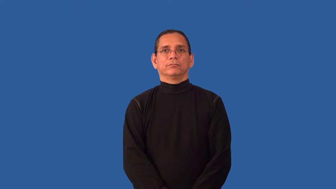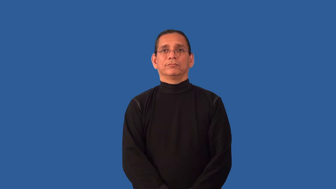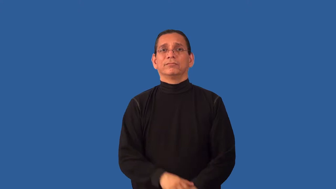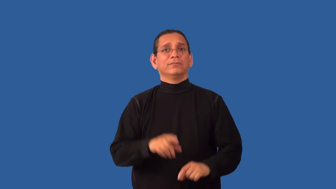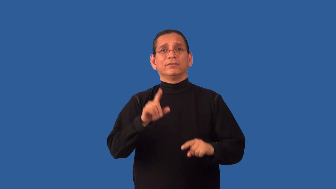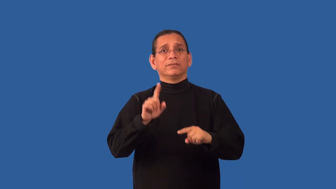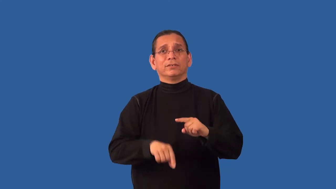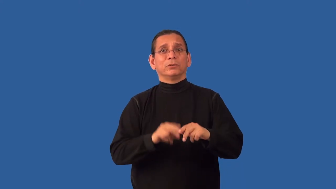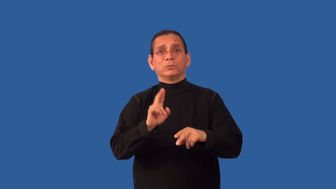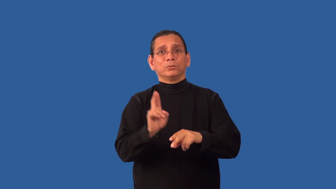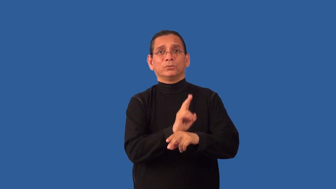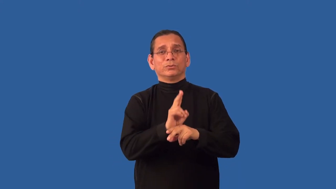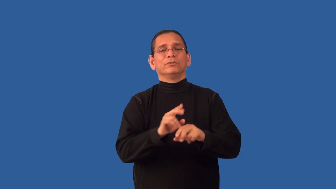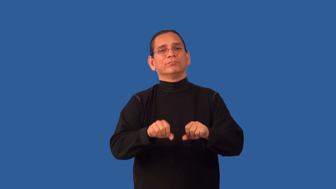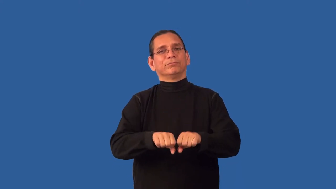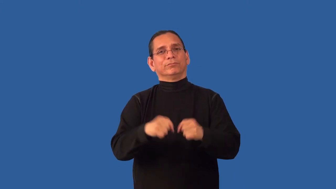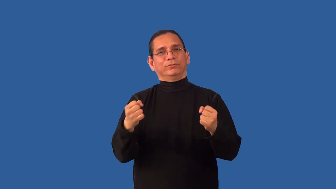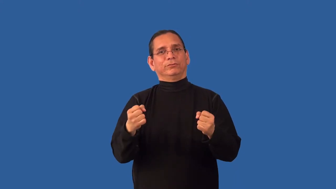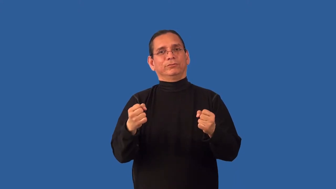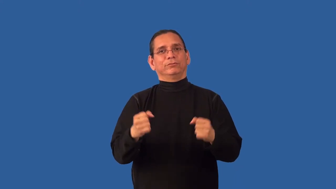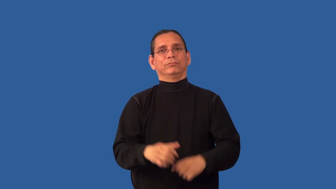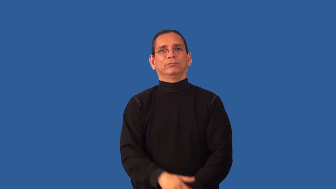unserviceable